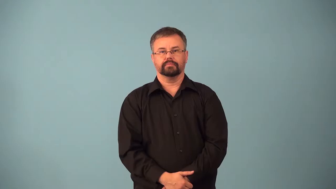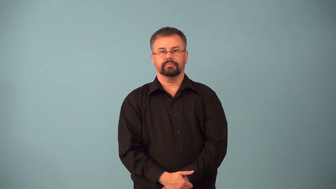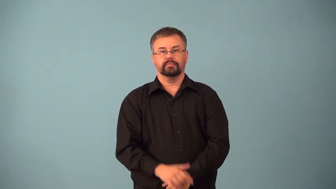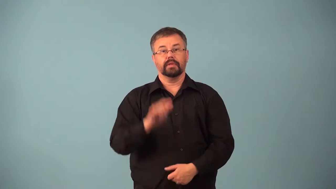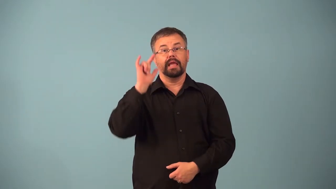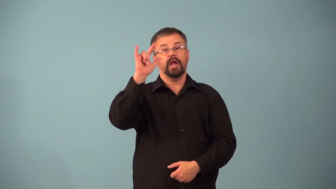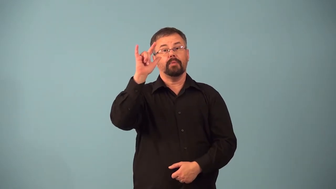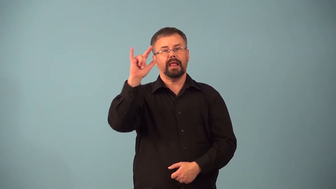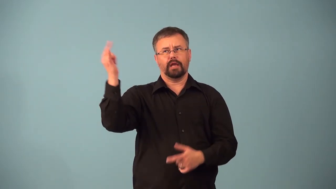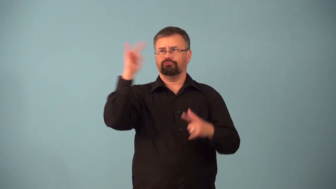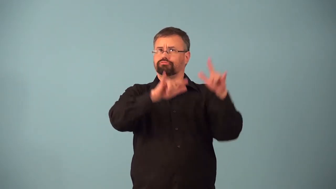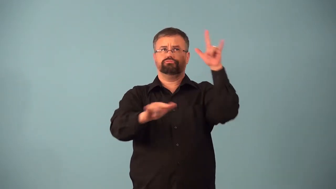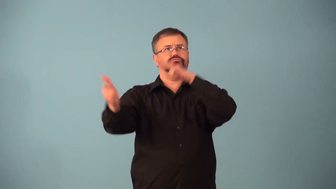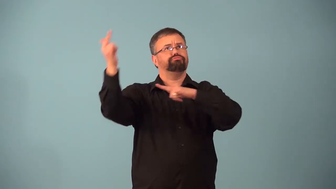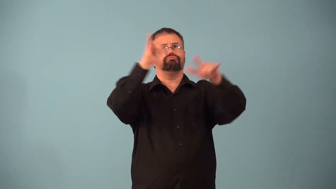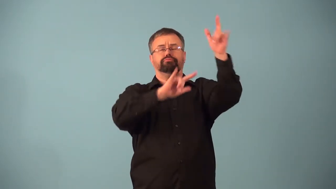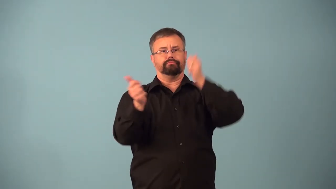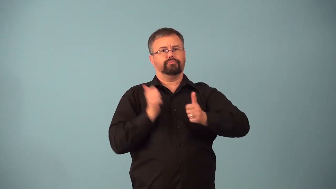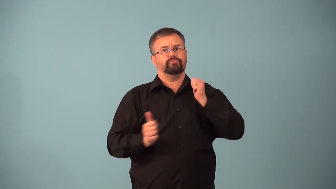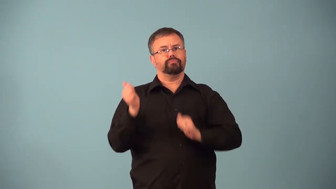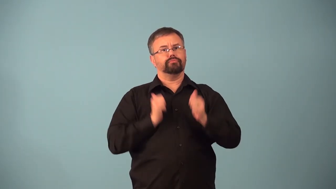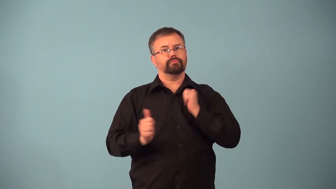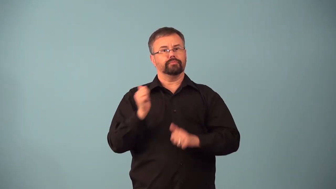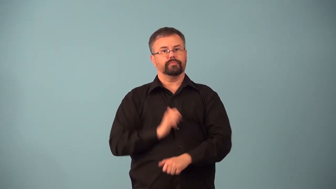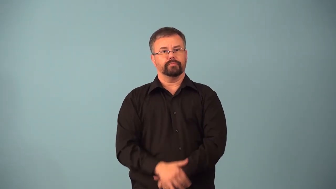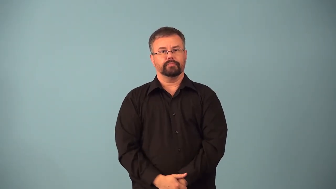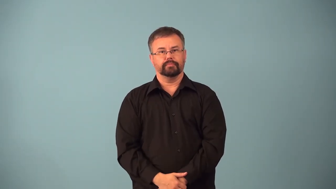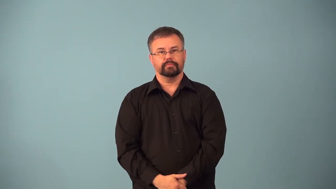airshow